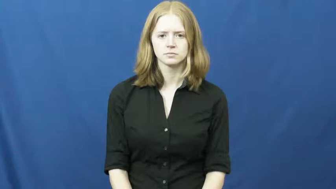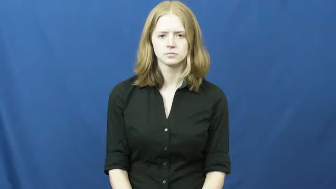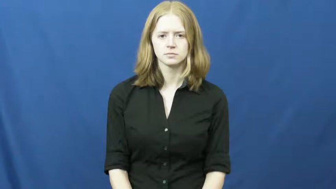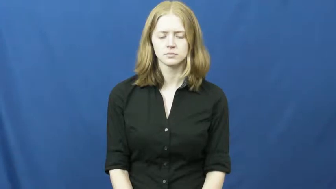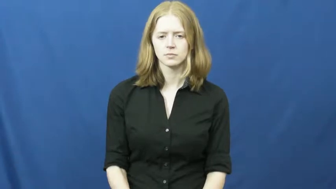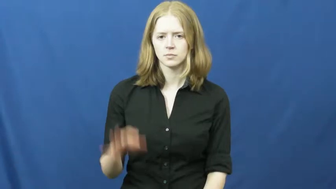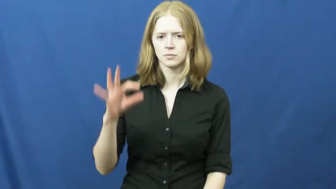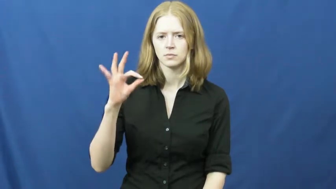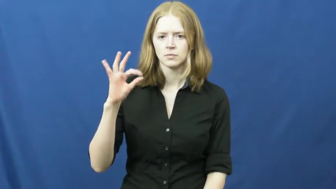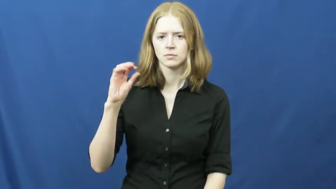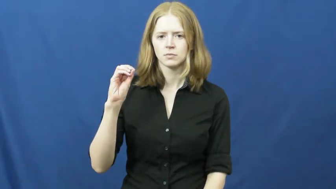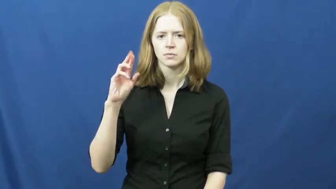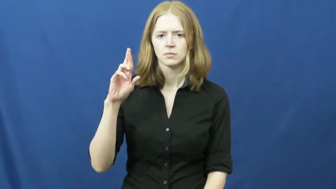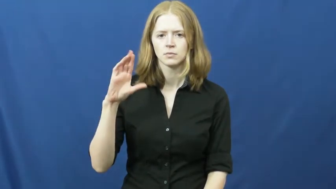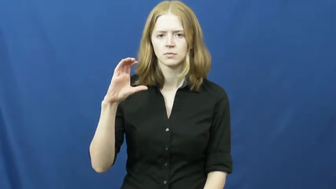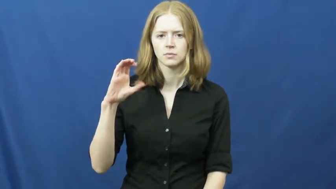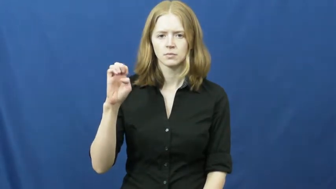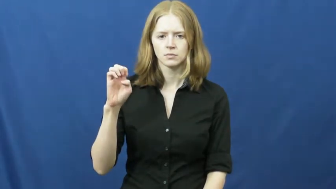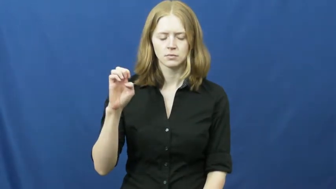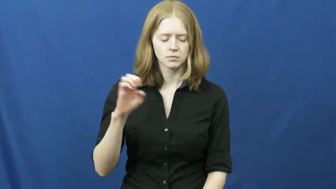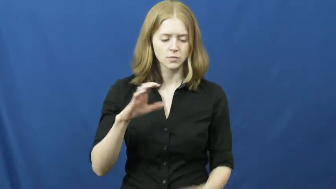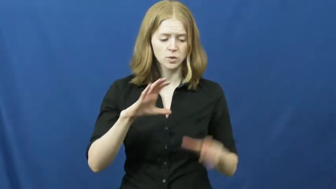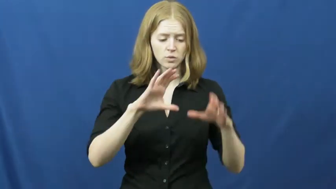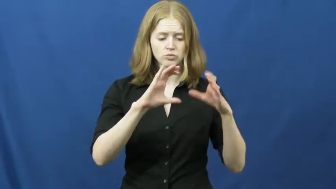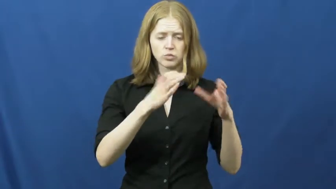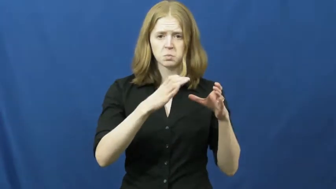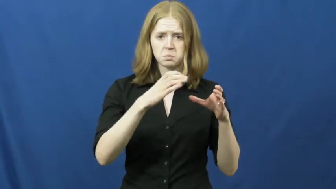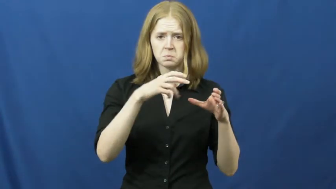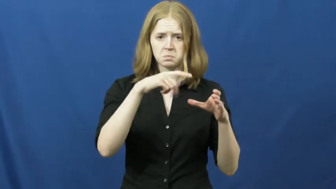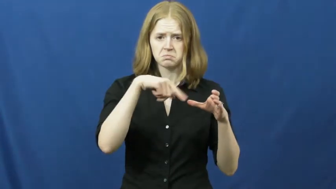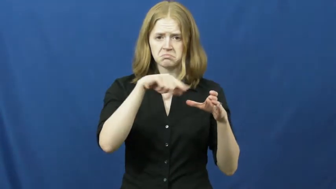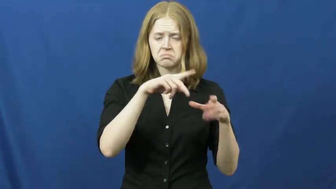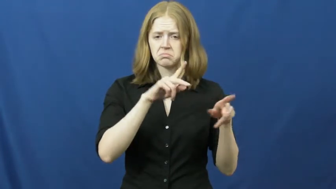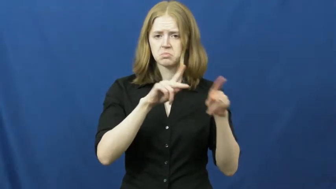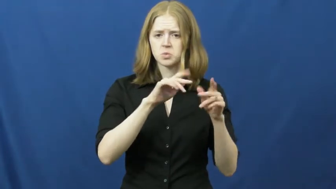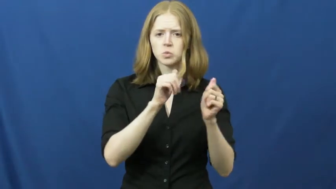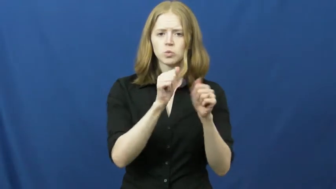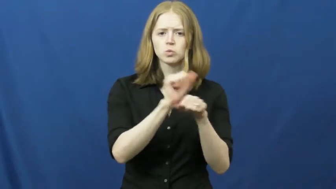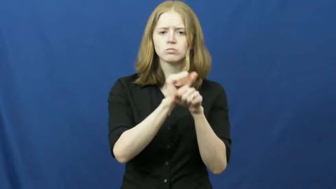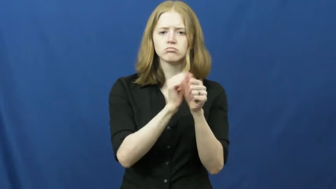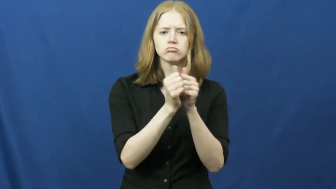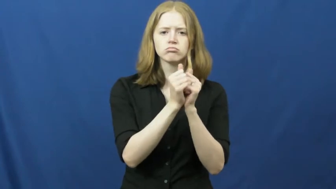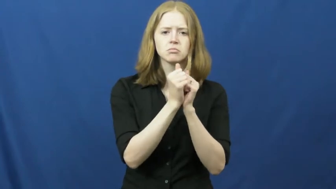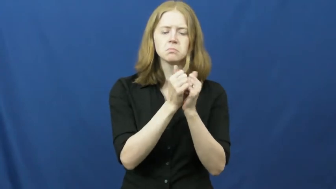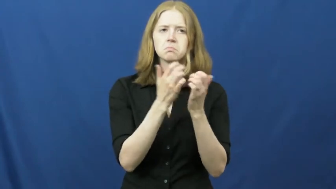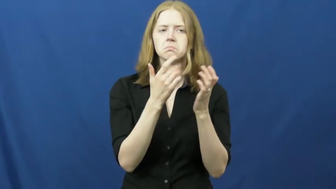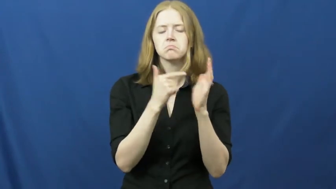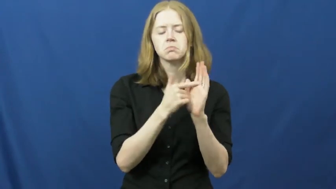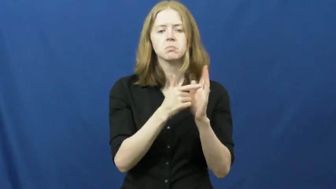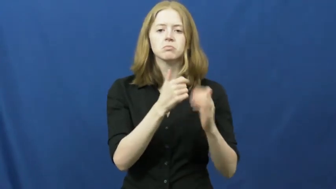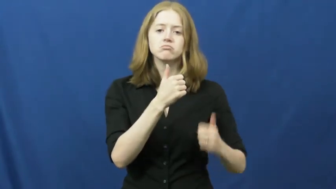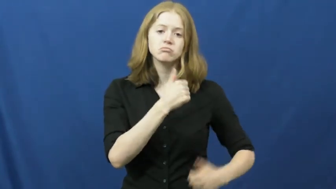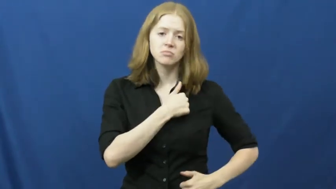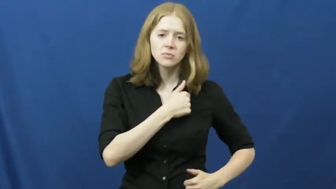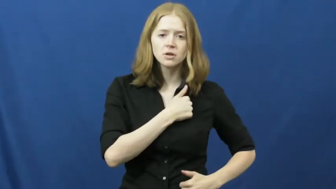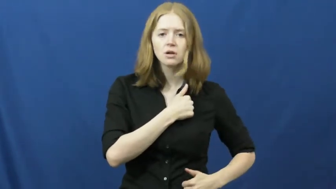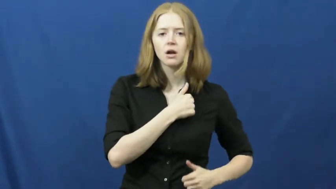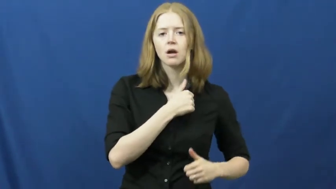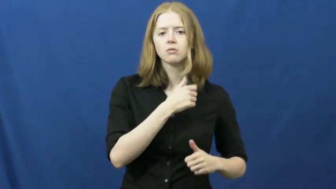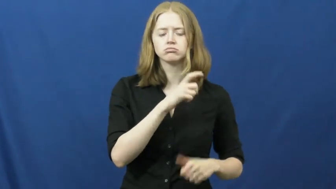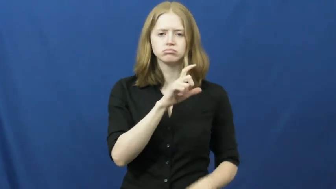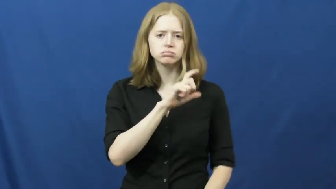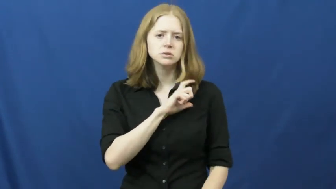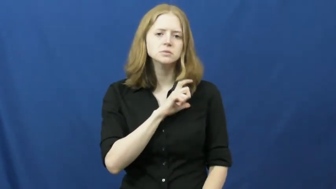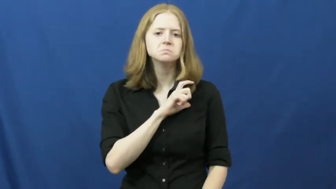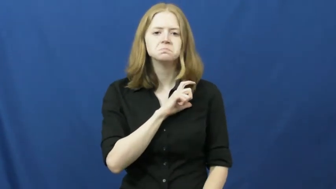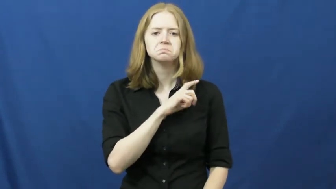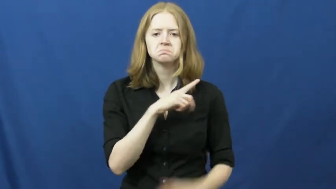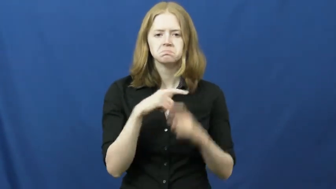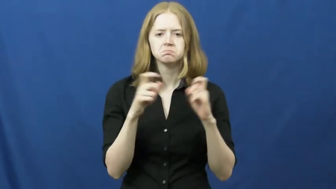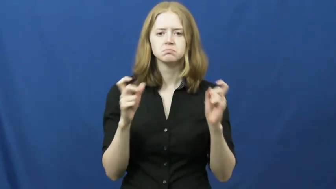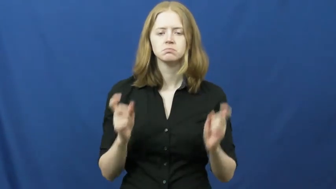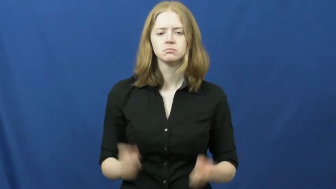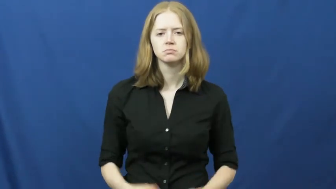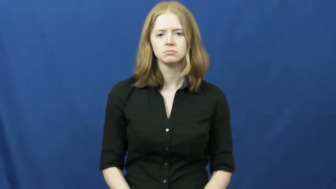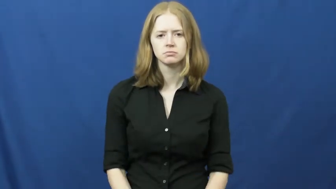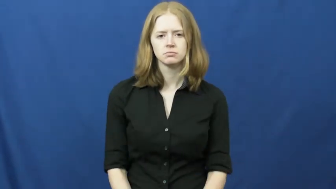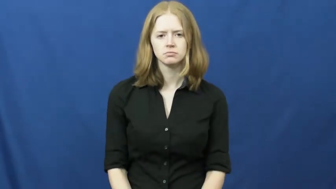force-group